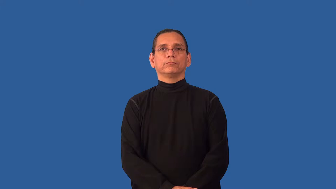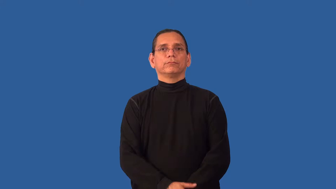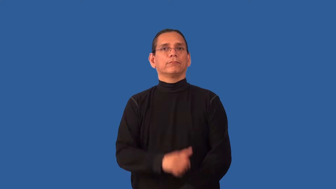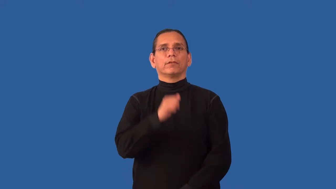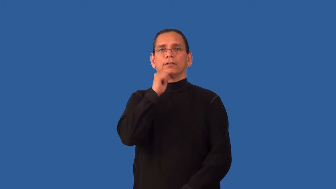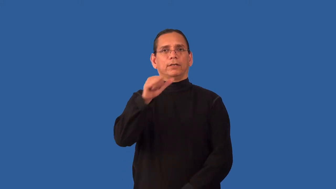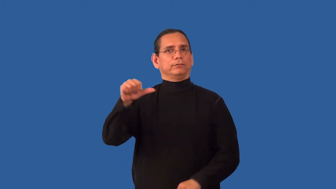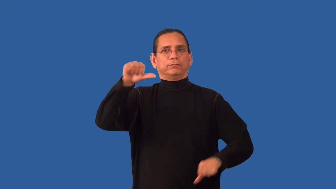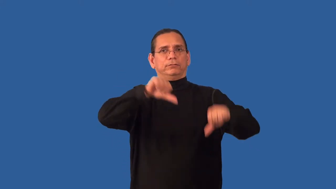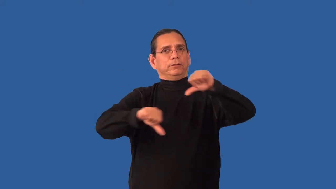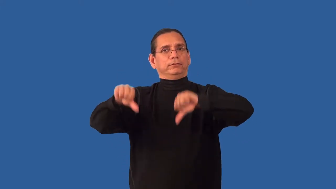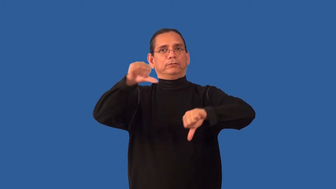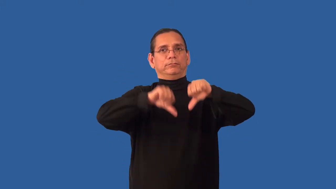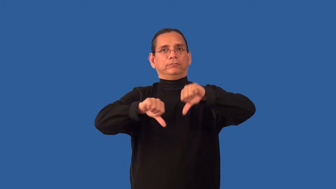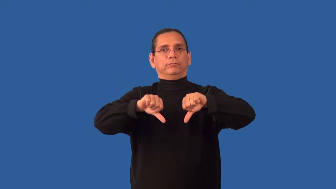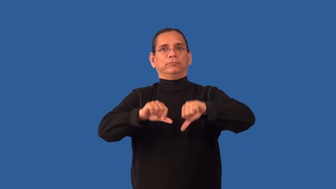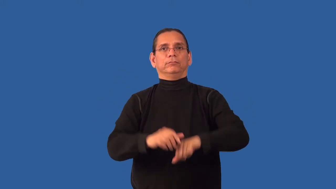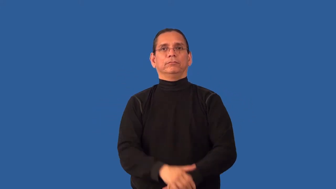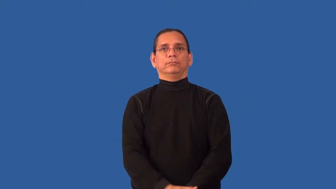unscientific